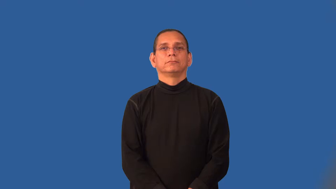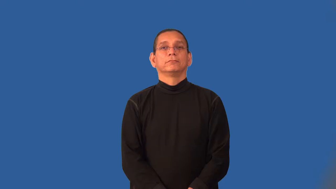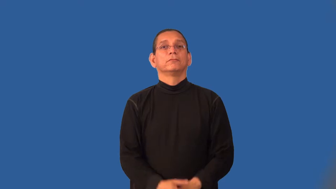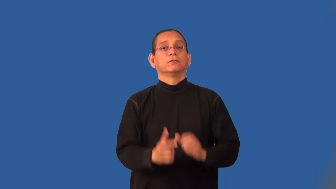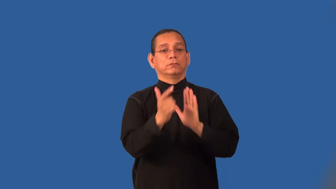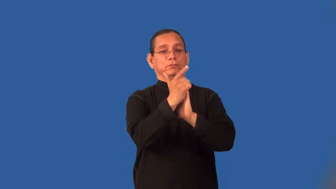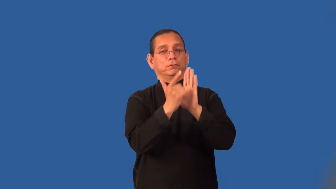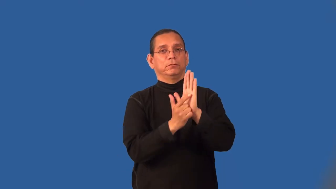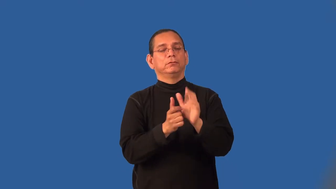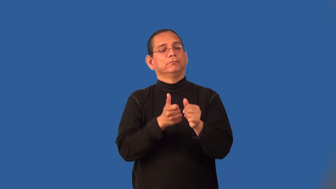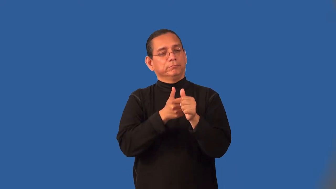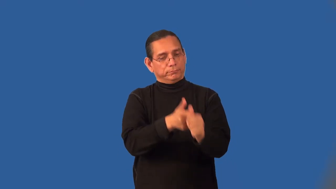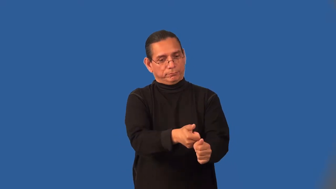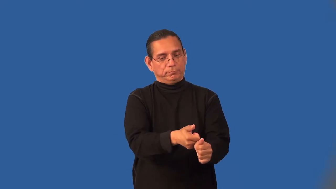lawful